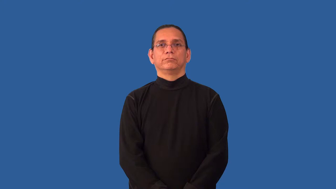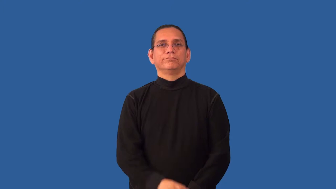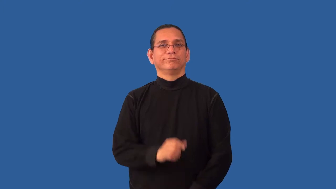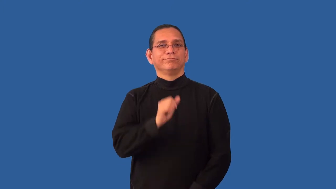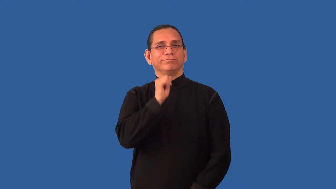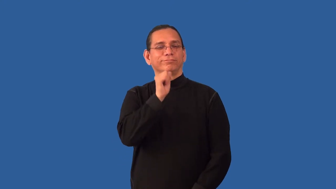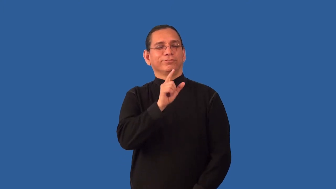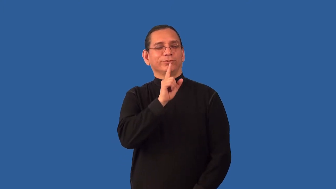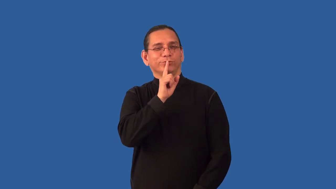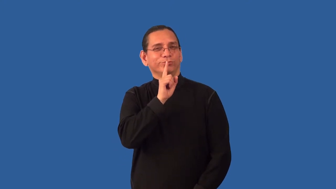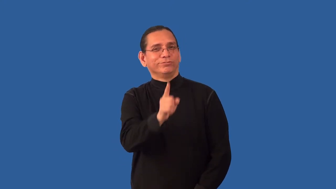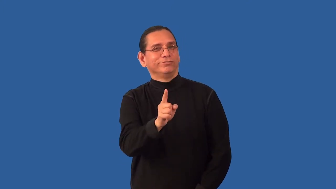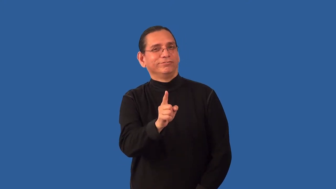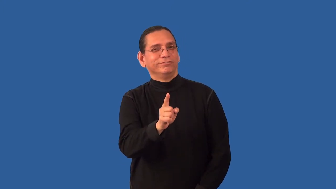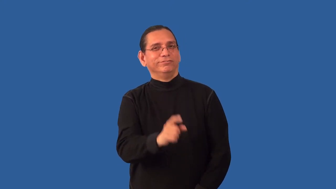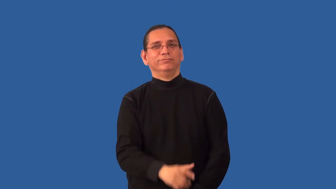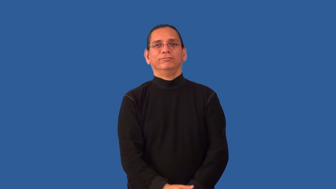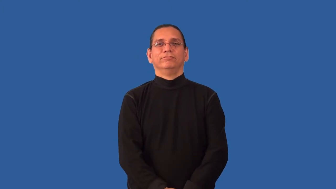nonentity